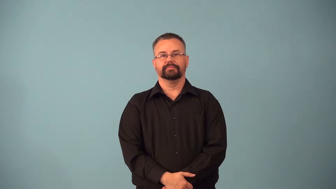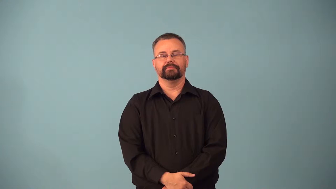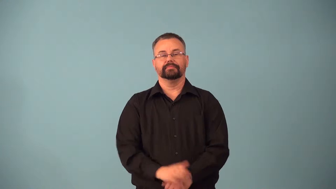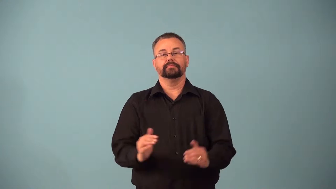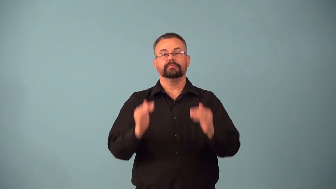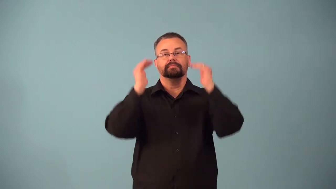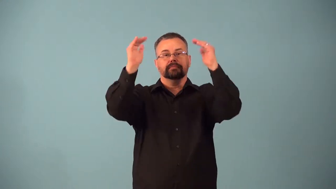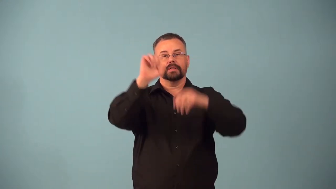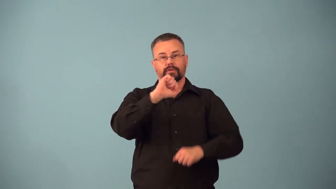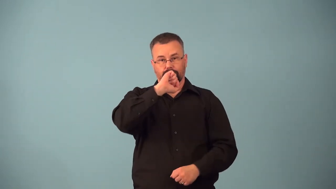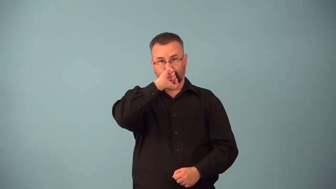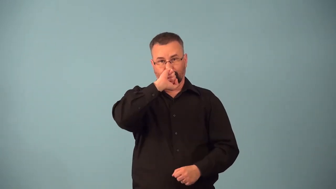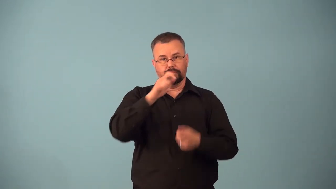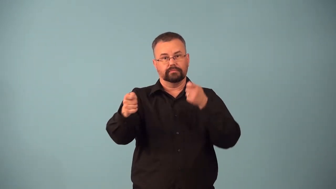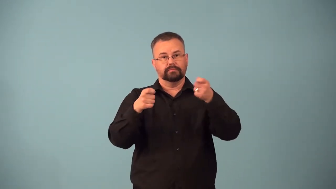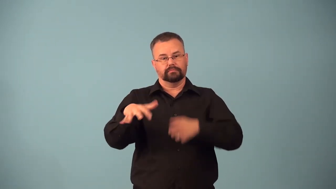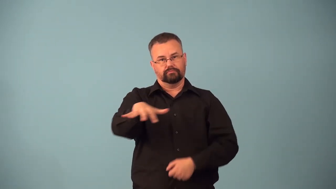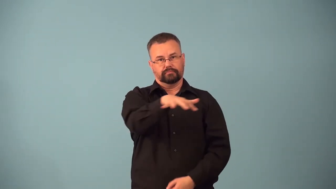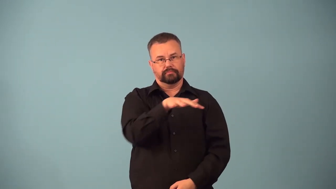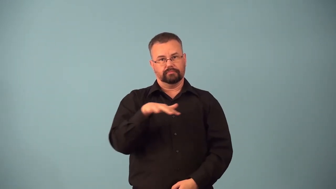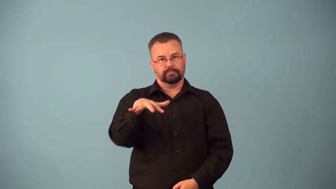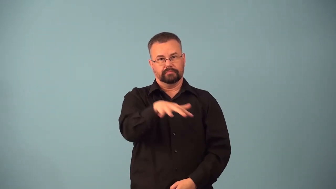archdiocese